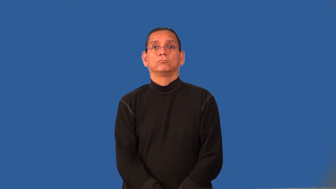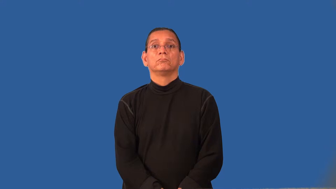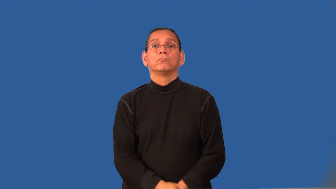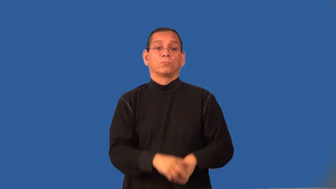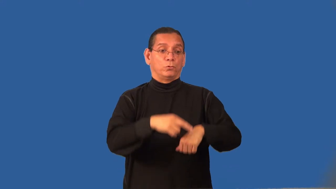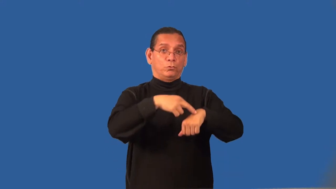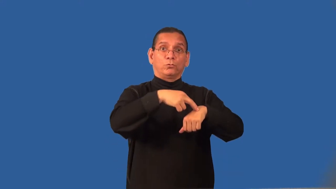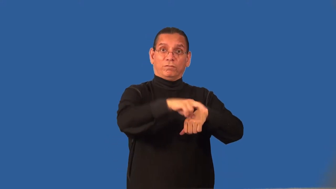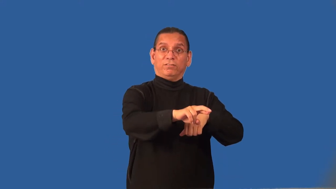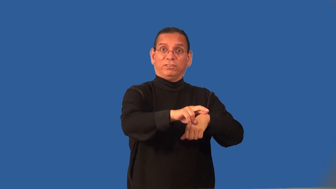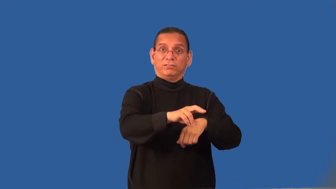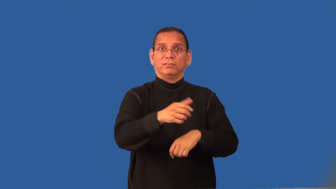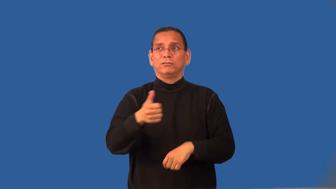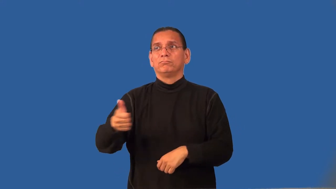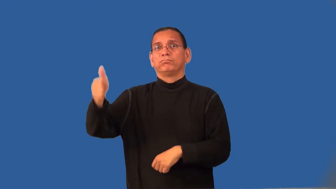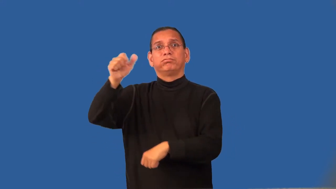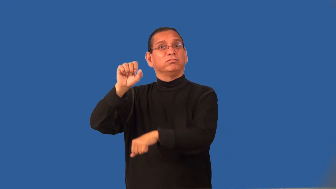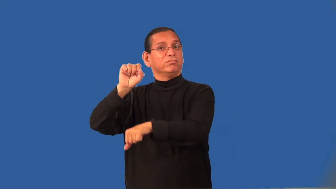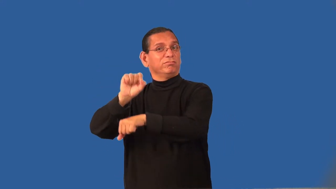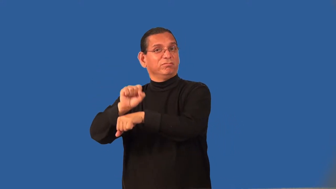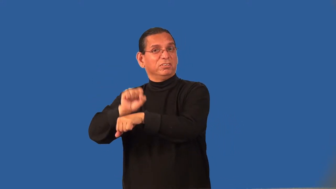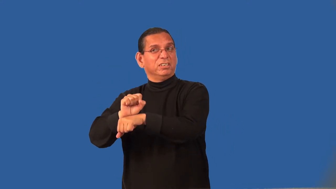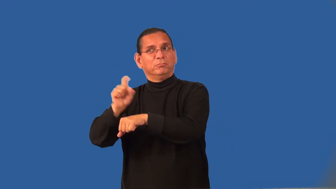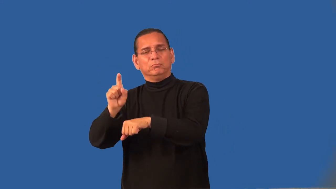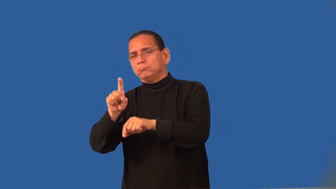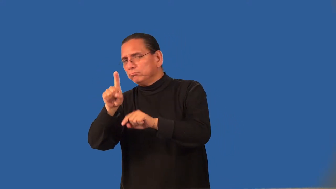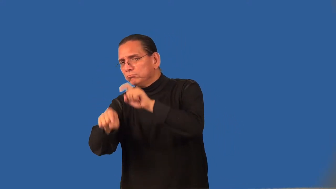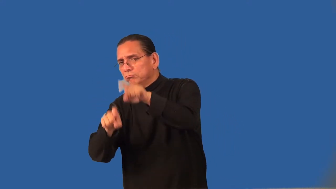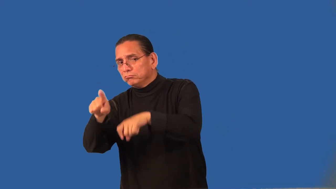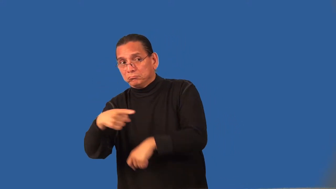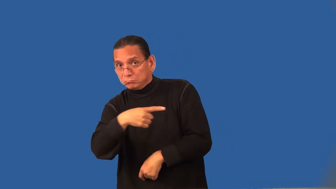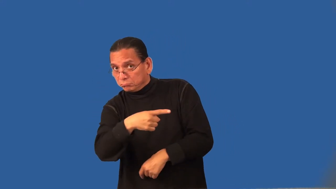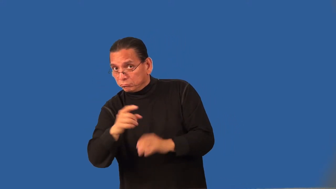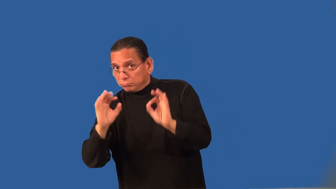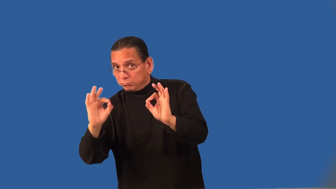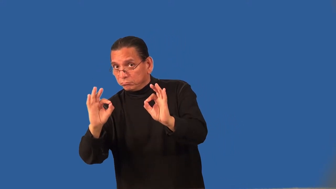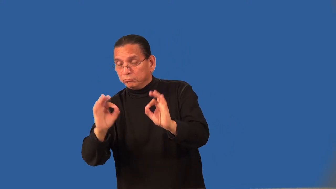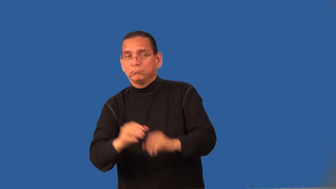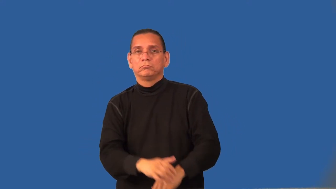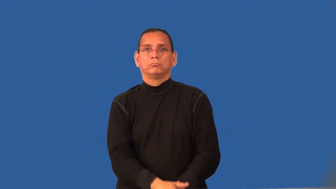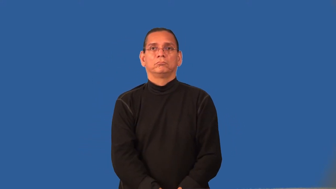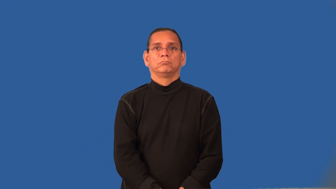reference-job